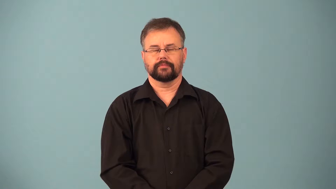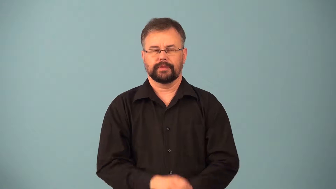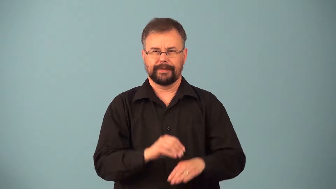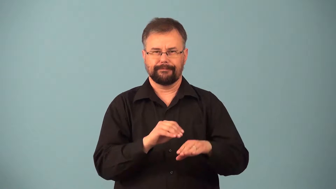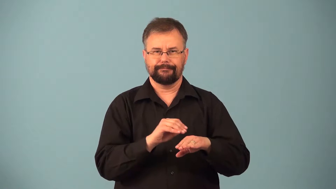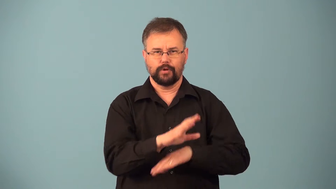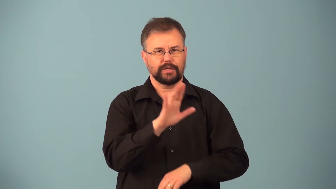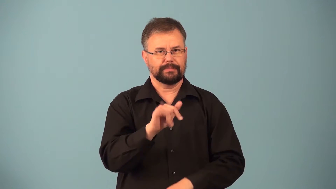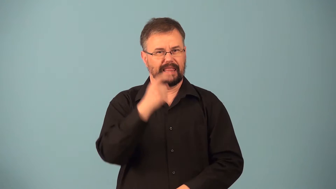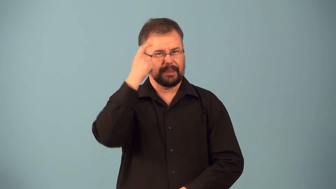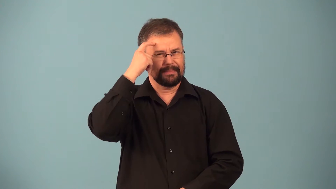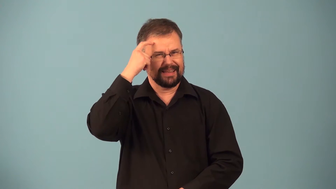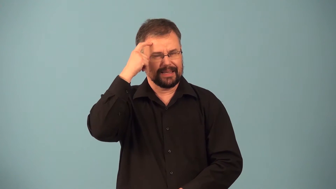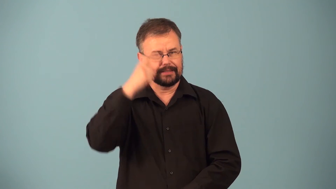psychical-affected by human mind